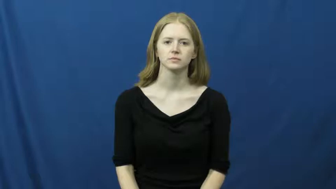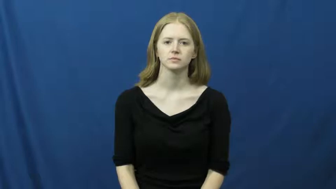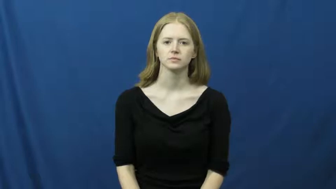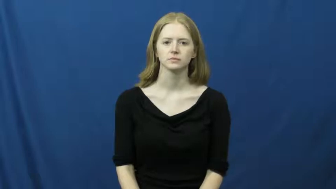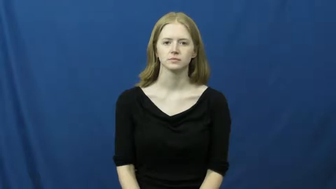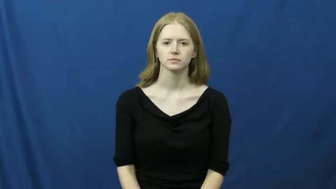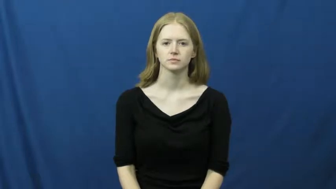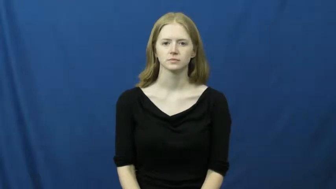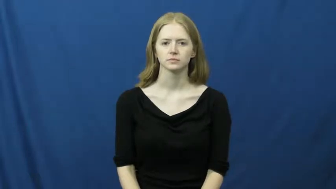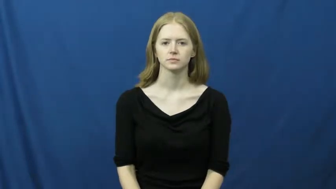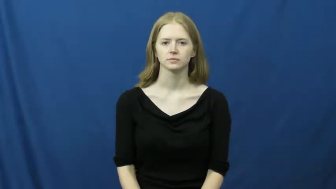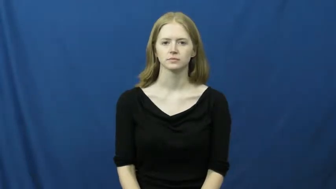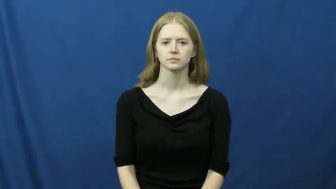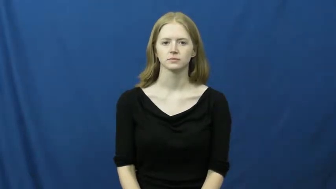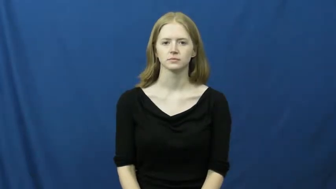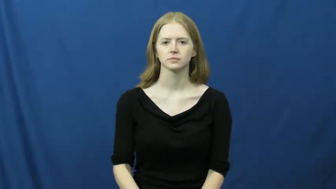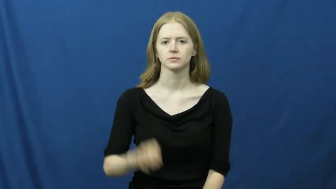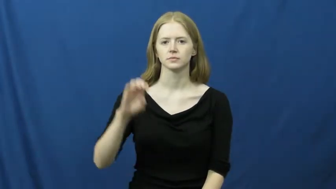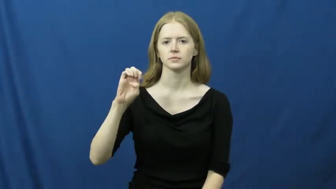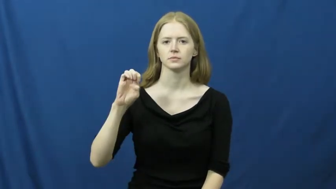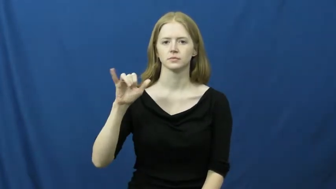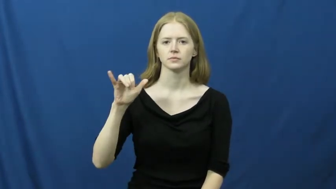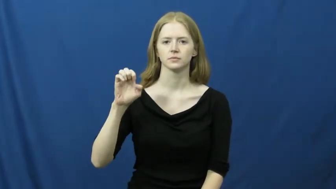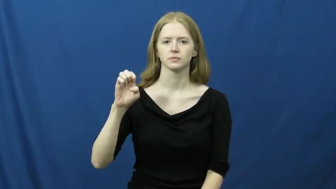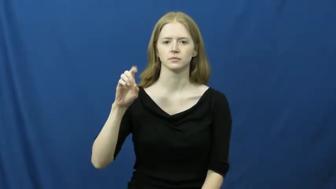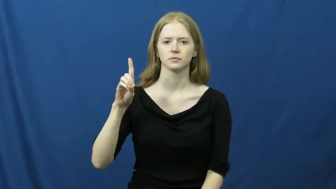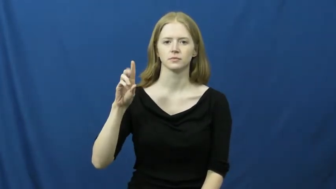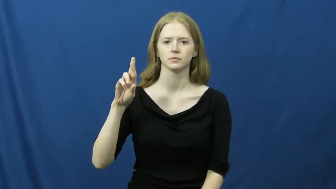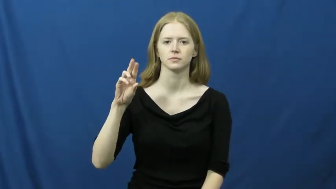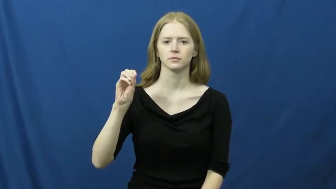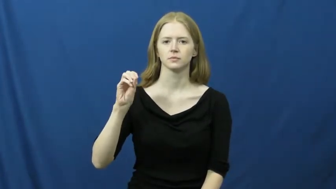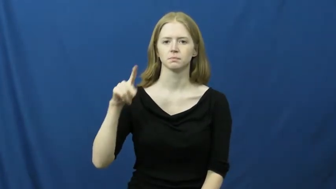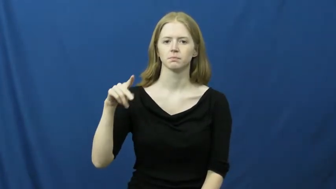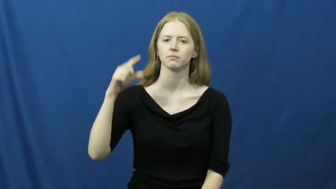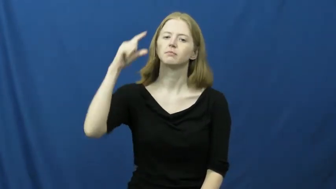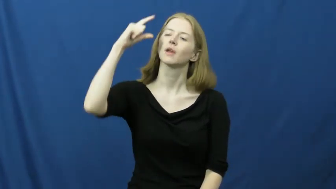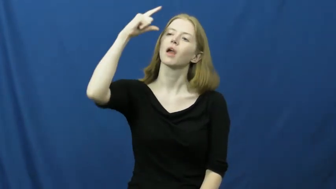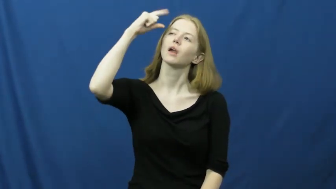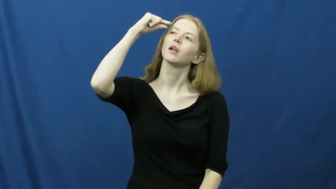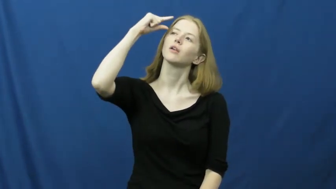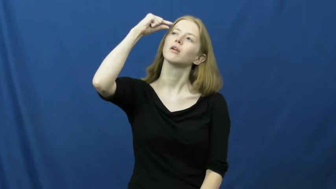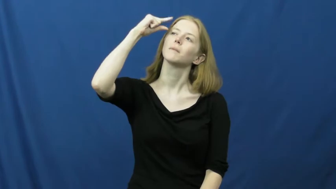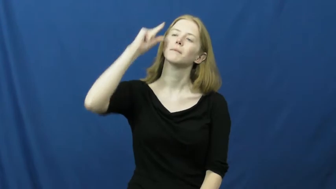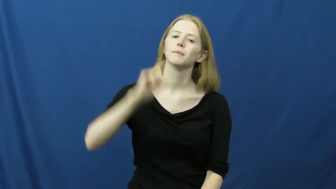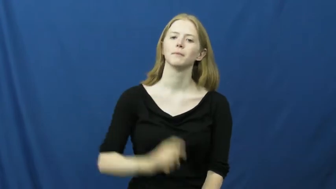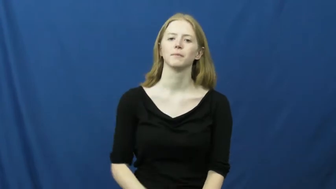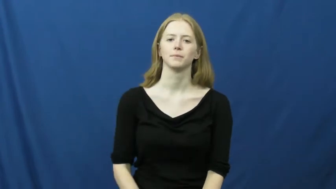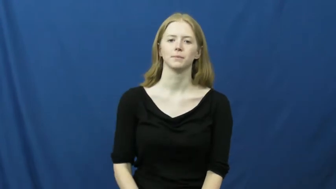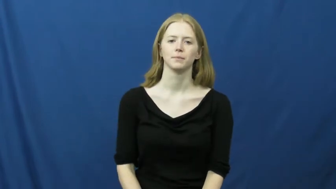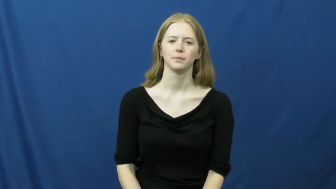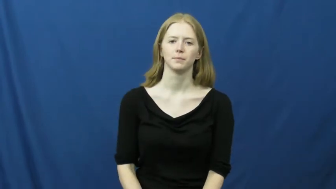eyedrops